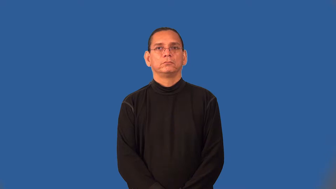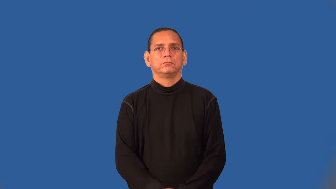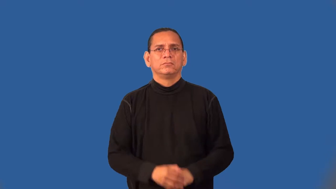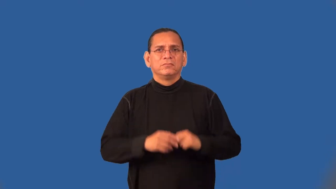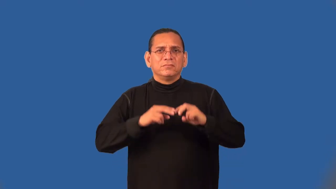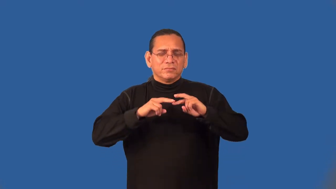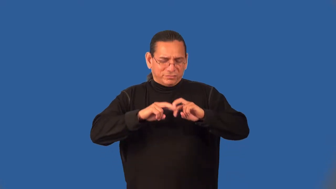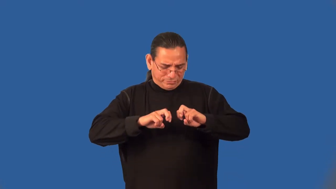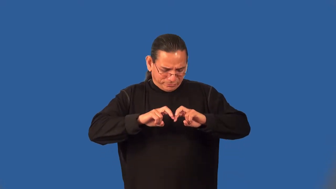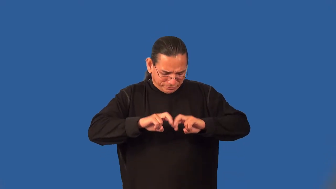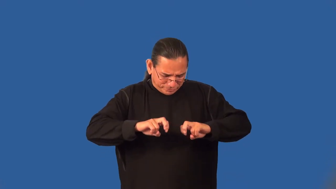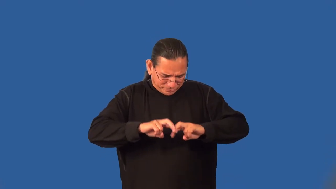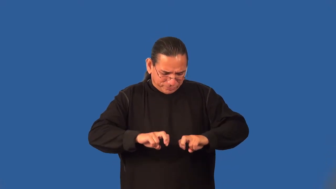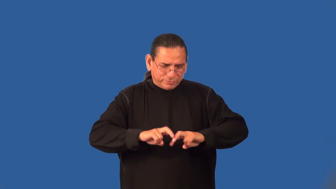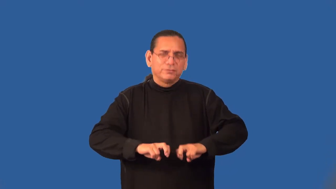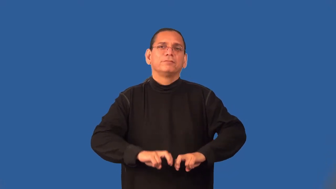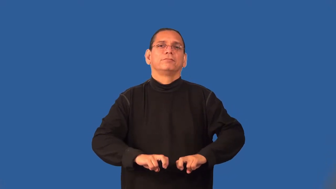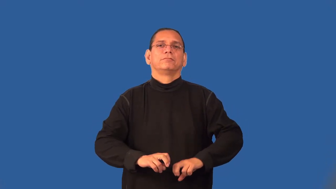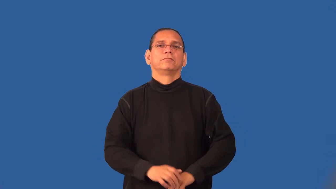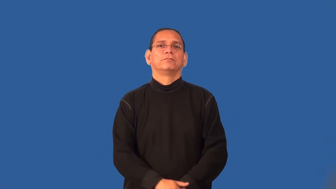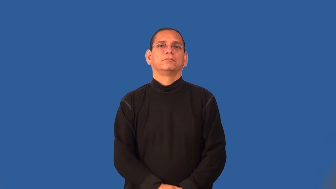scrutinize